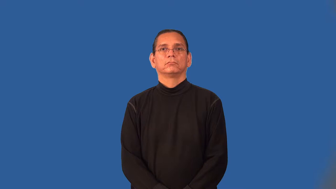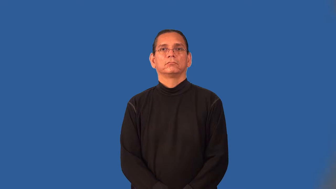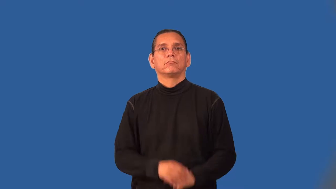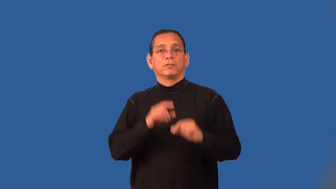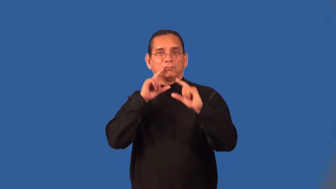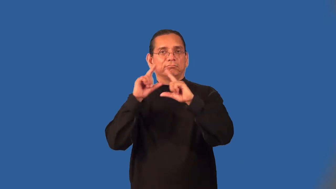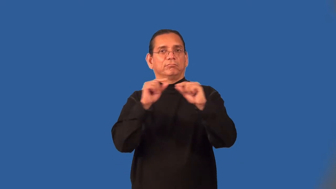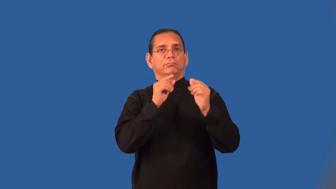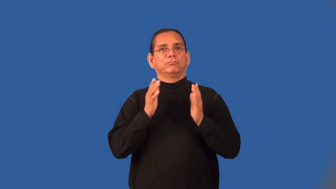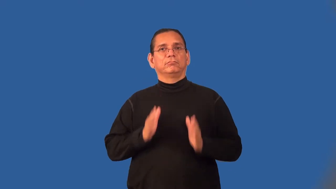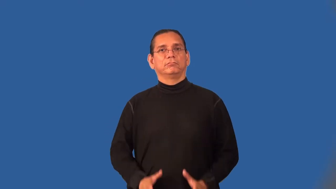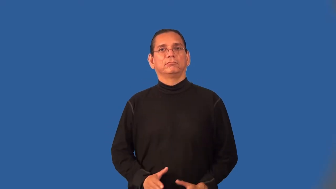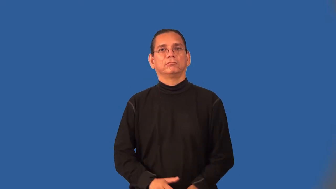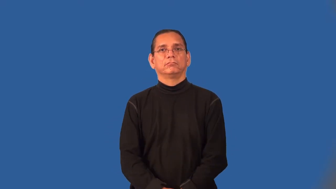rumormonger,scandalmonger